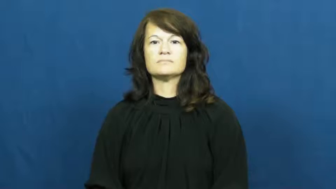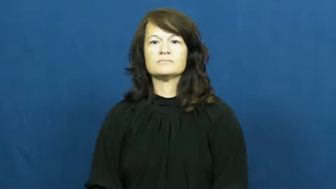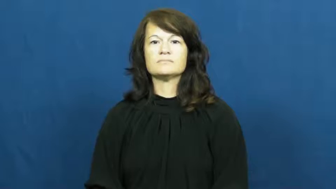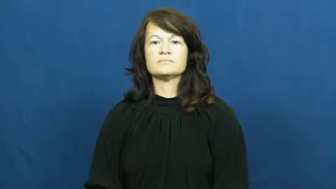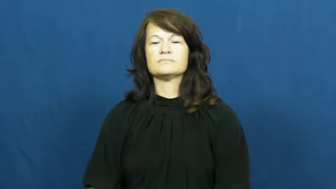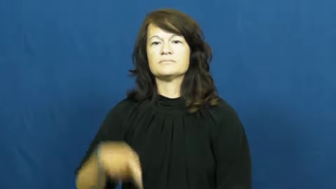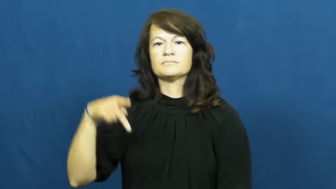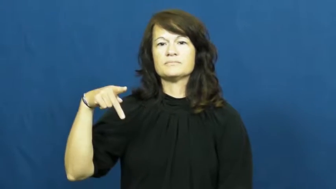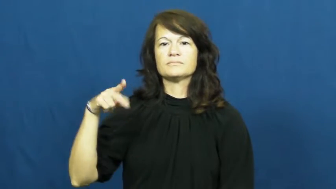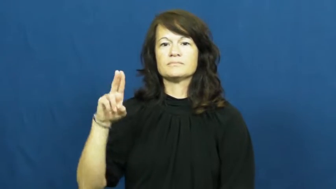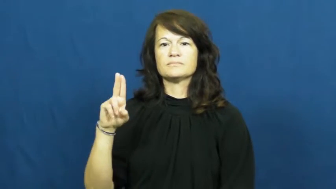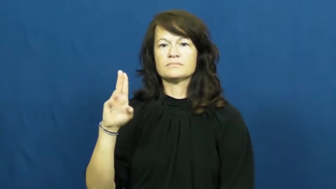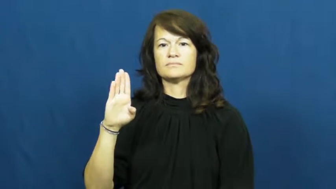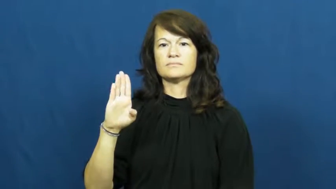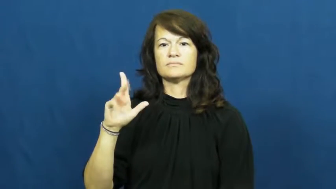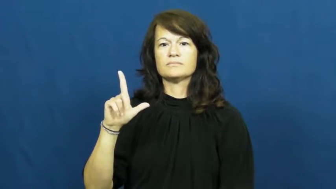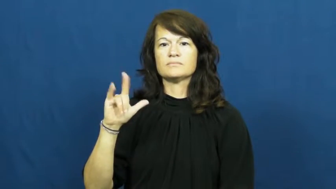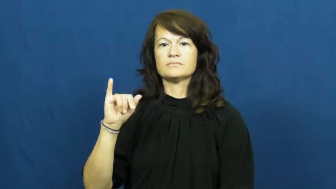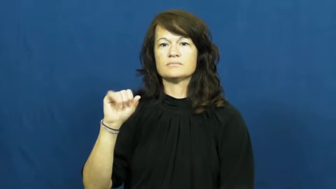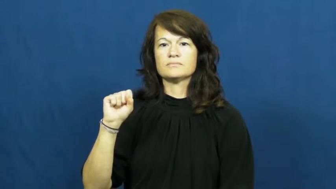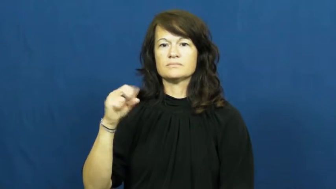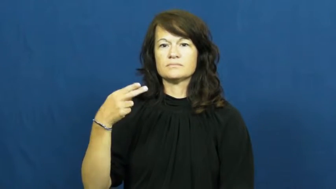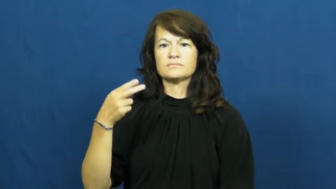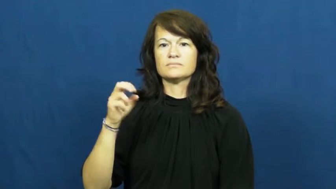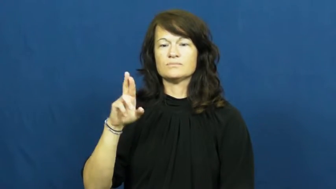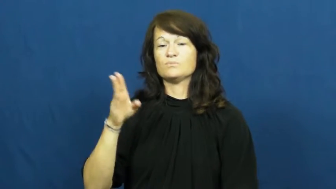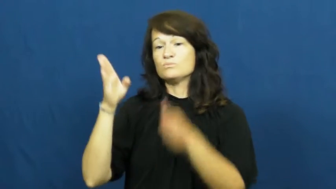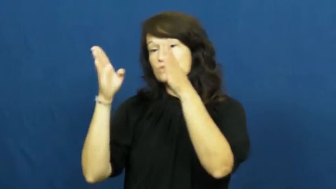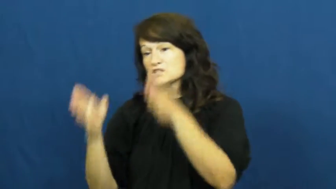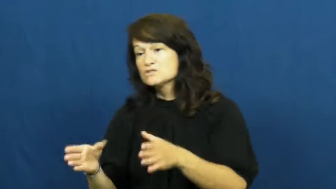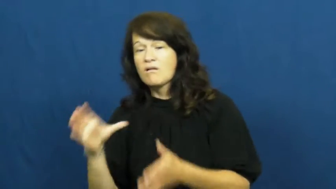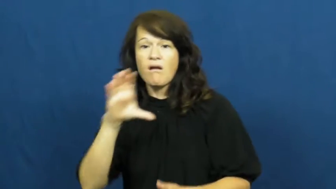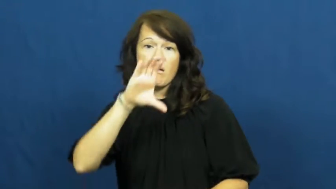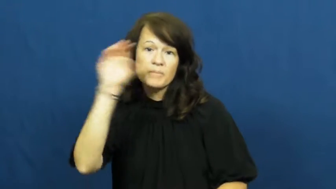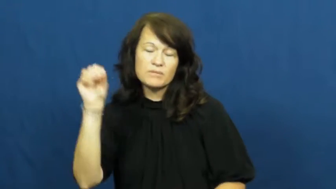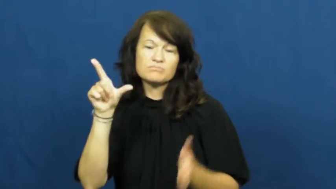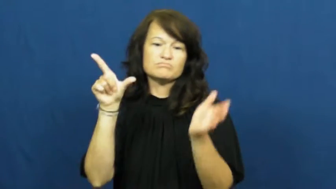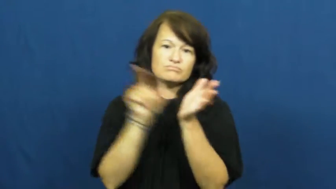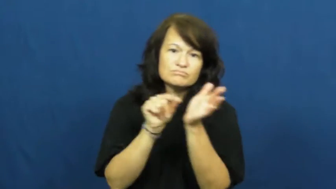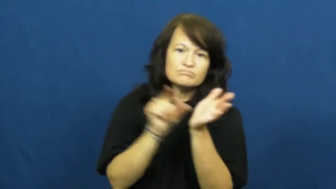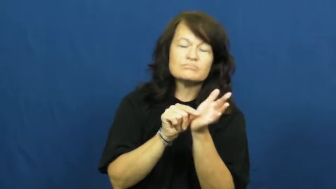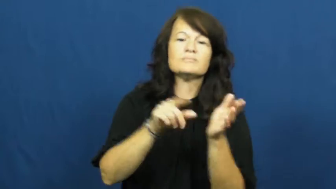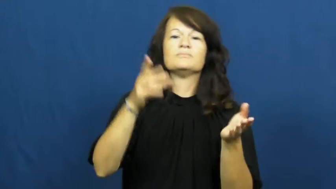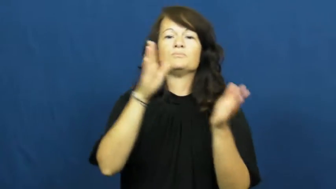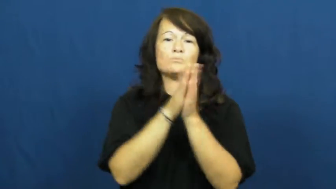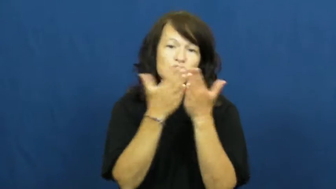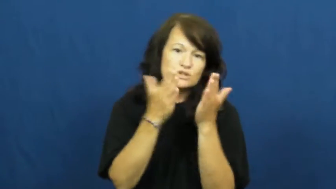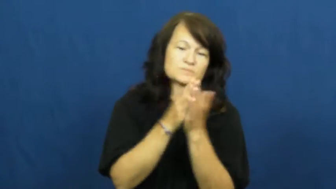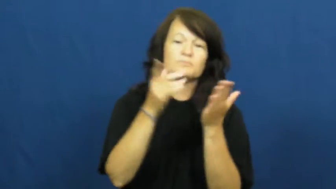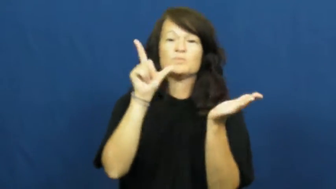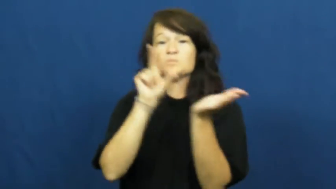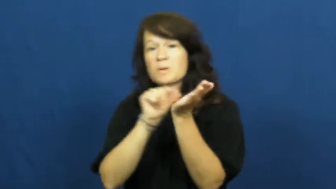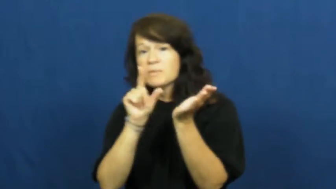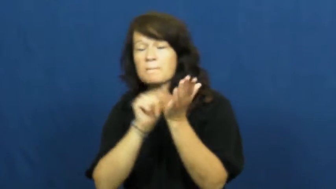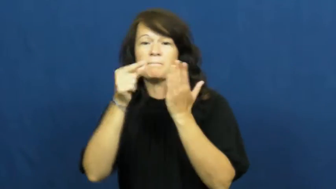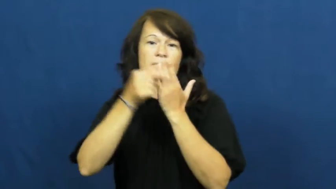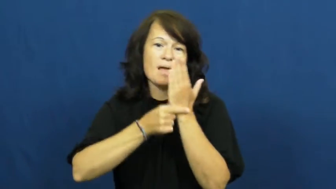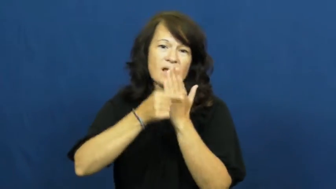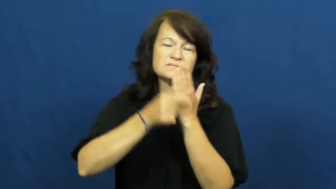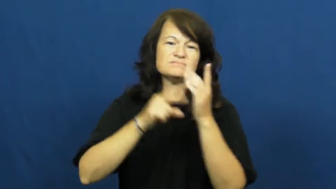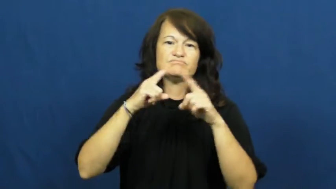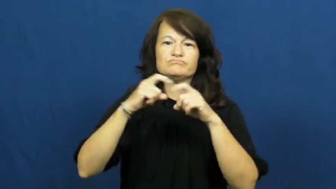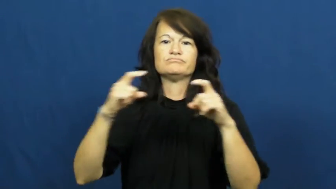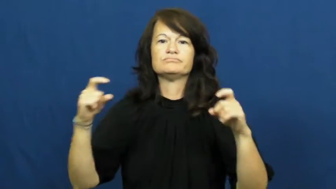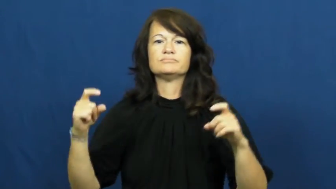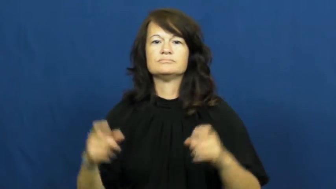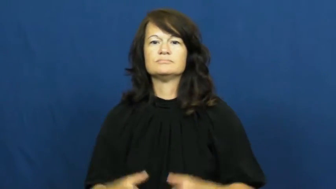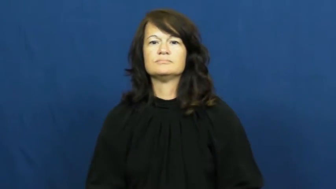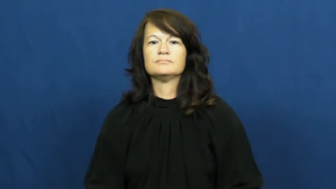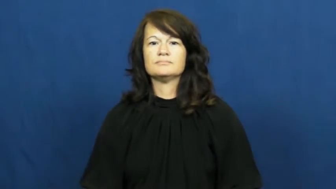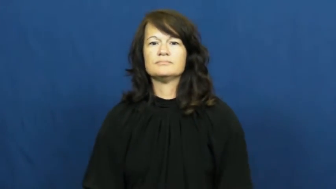publisher